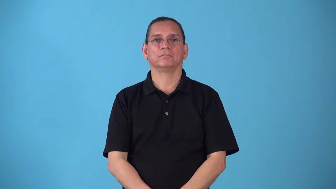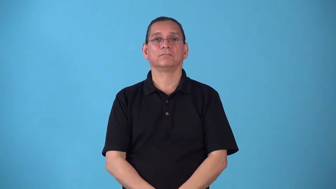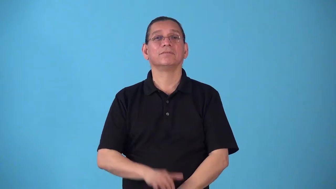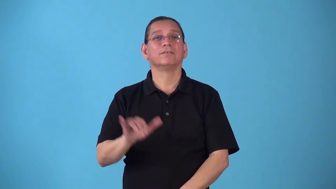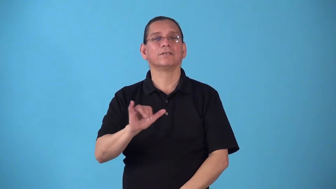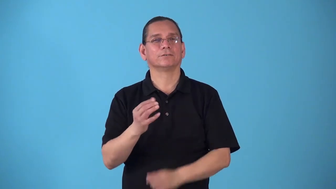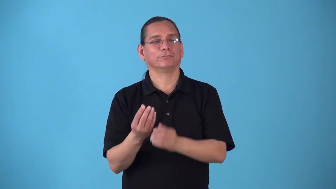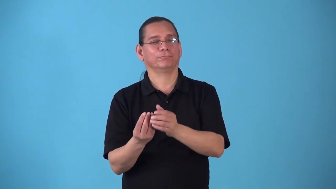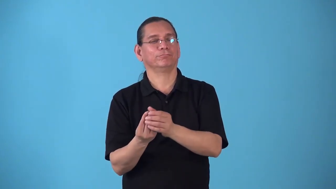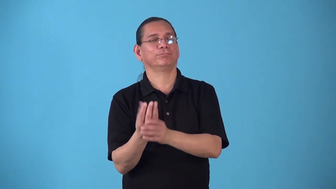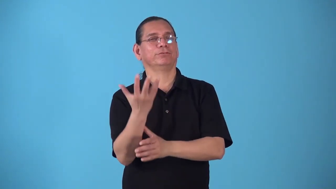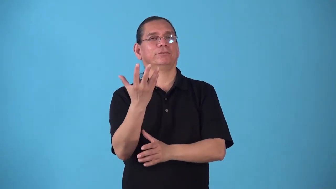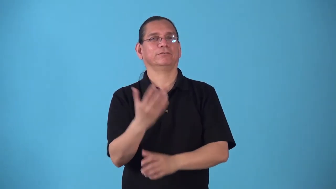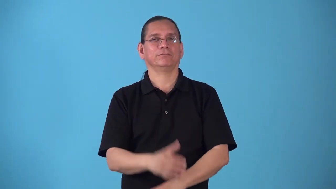springlike,springy-season